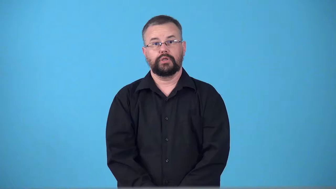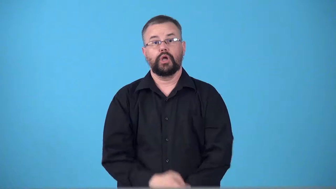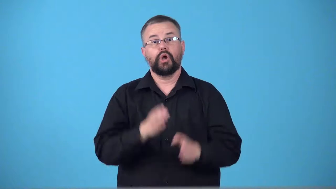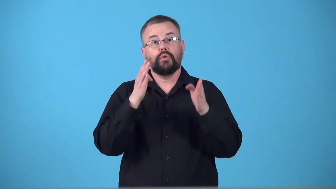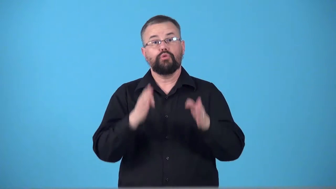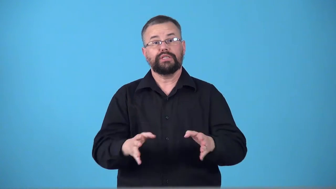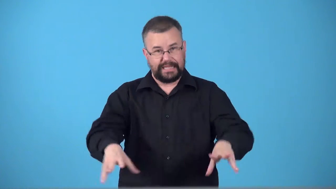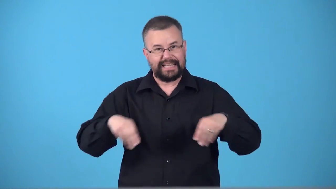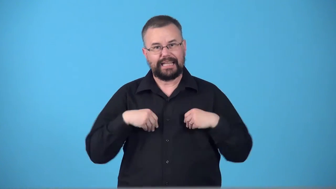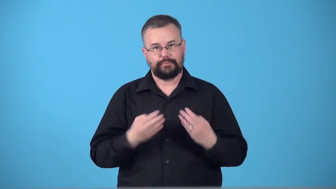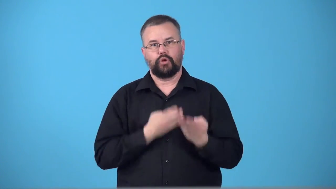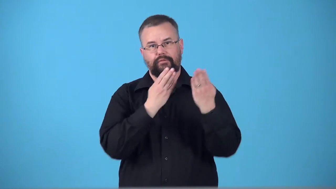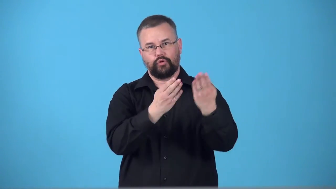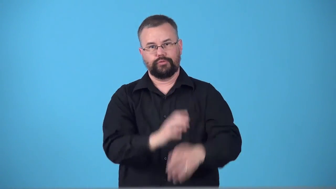taker-person who accepts offer